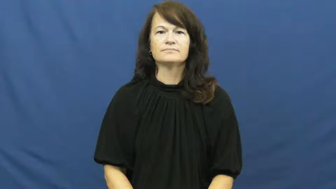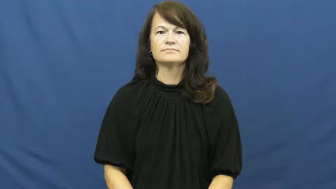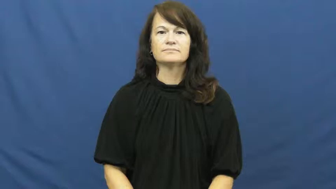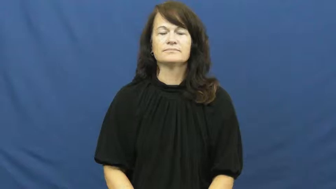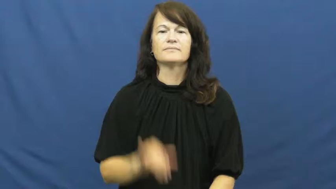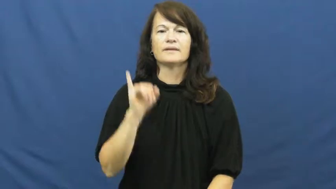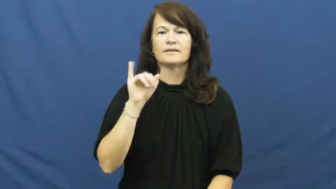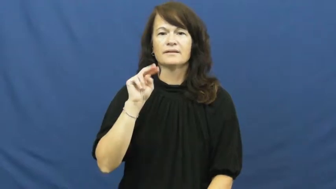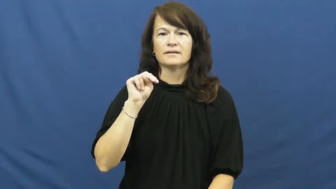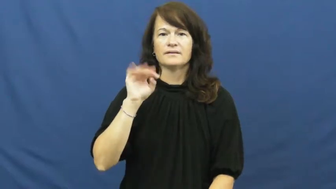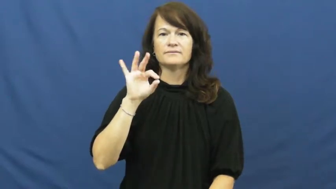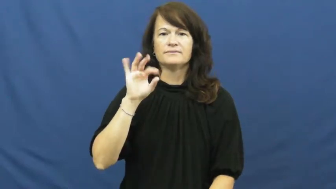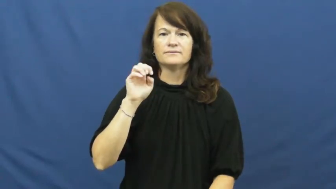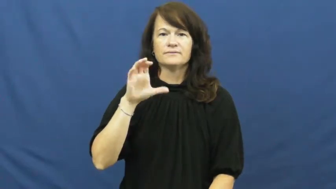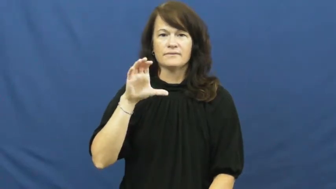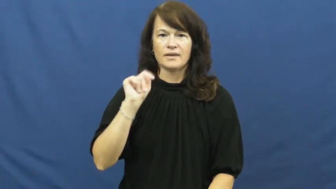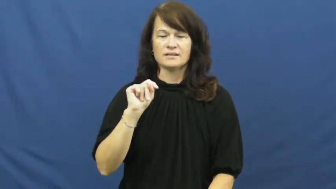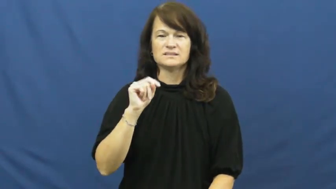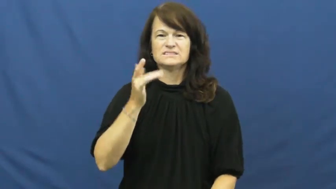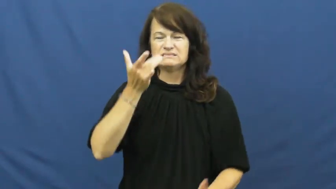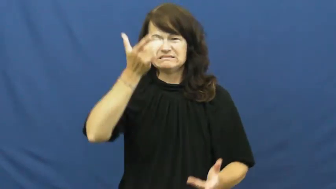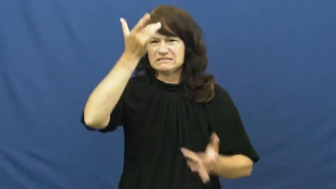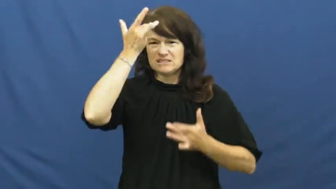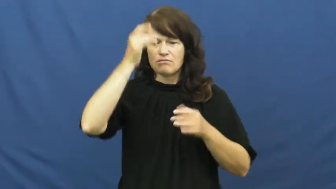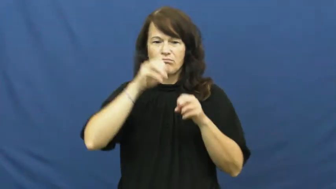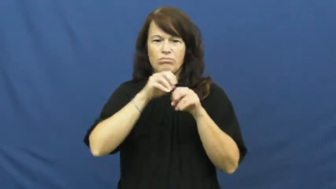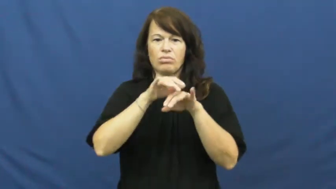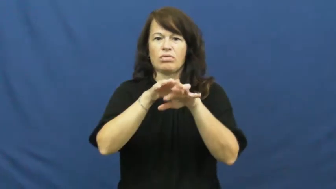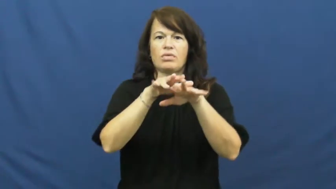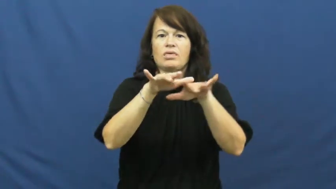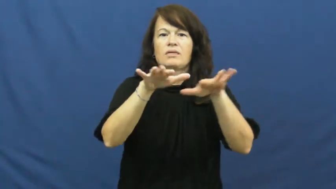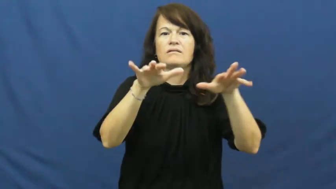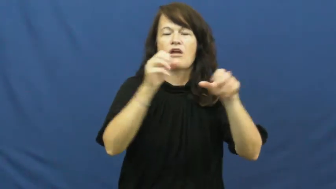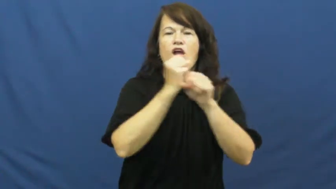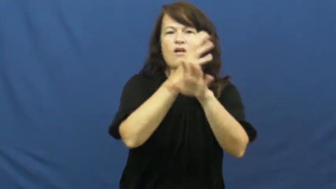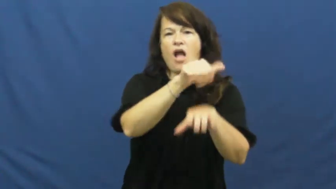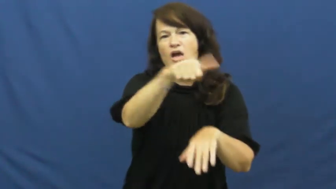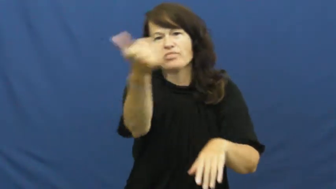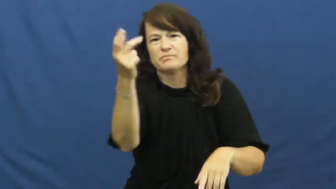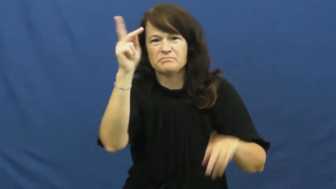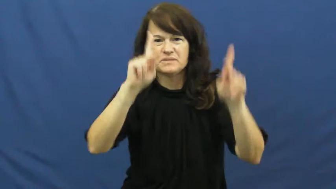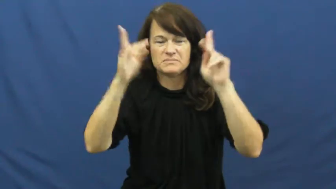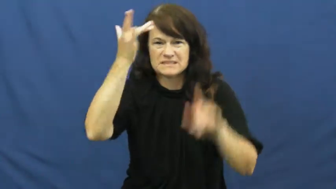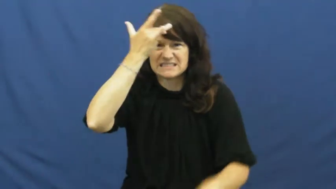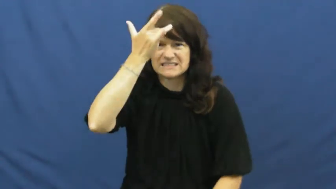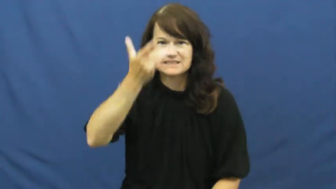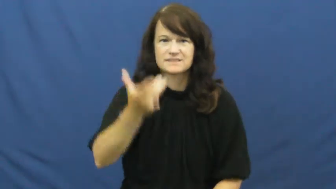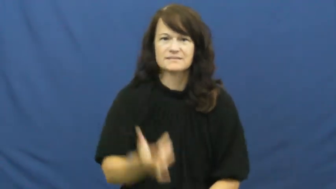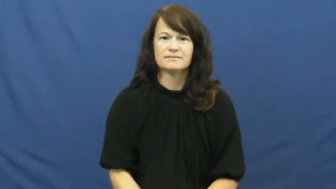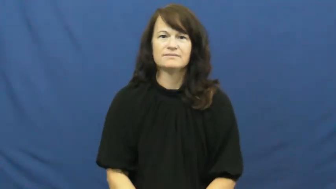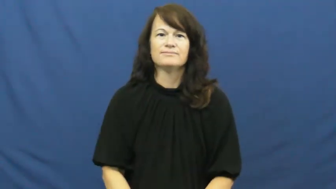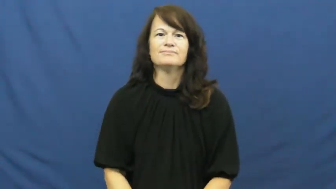infect